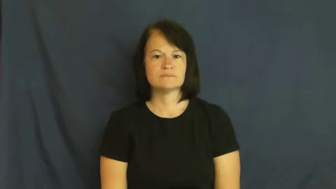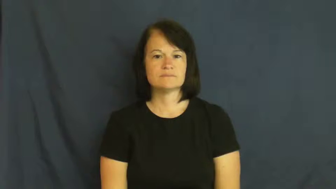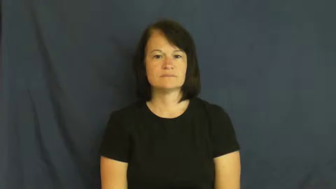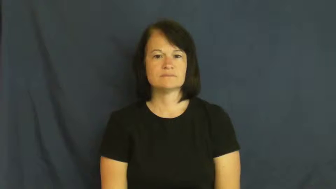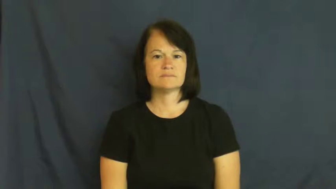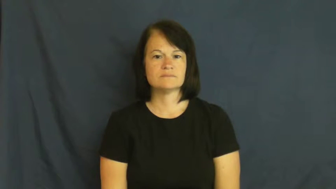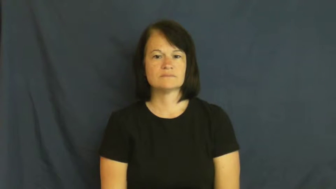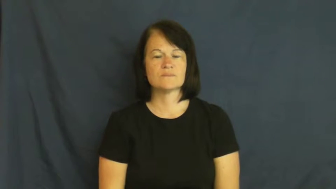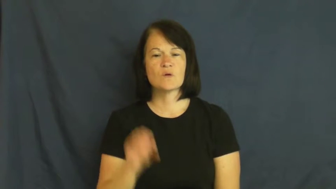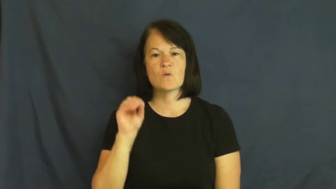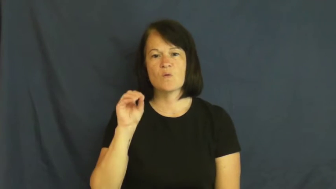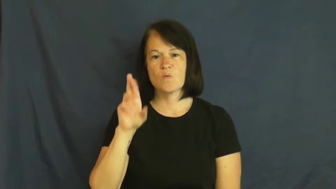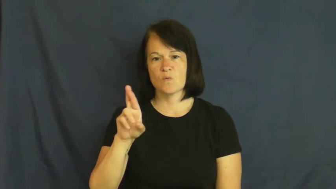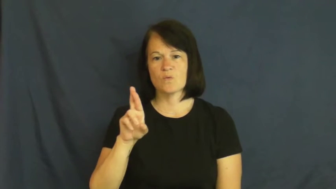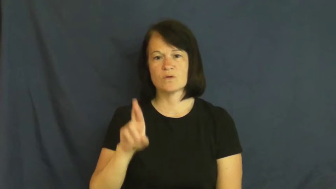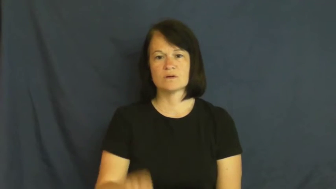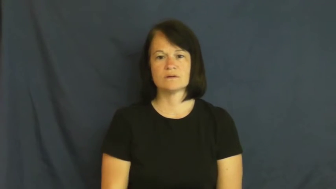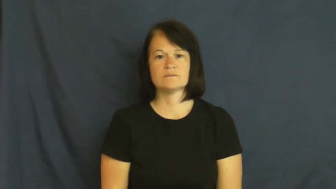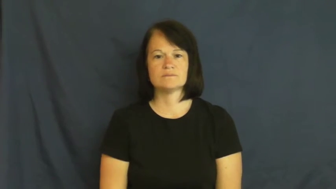or